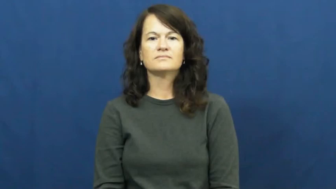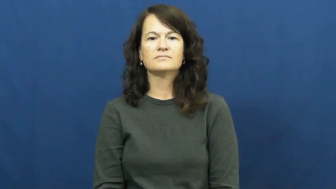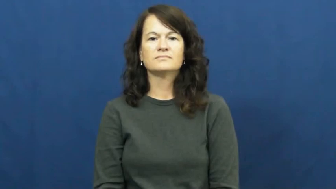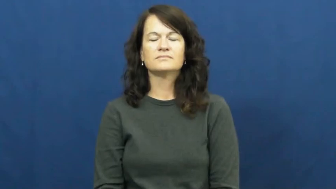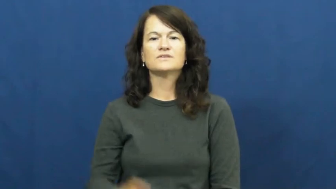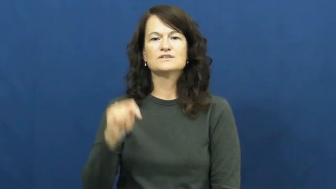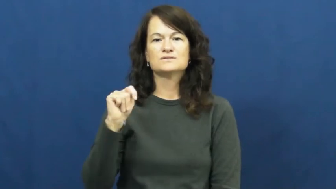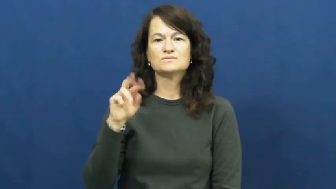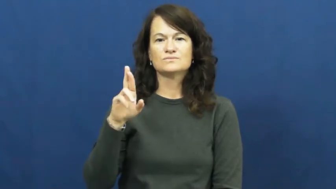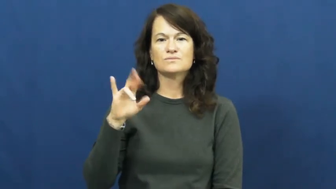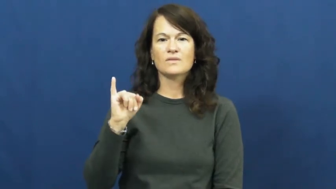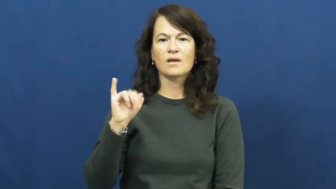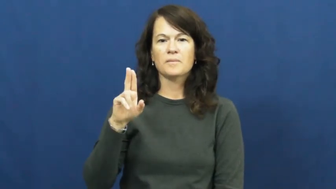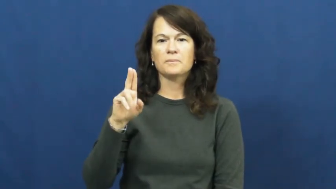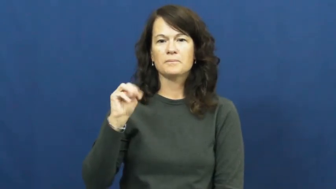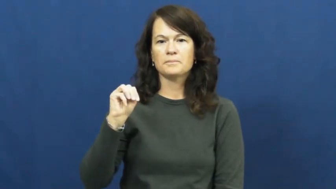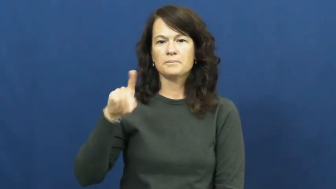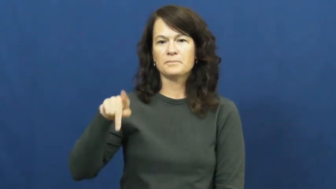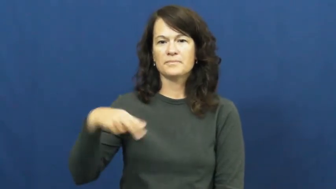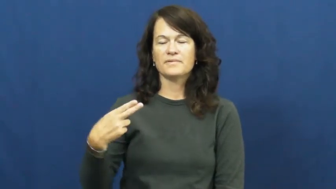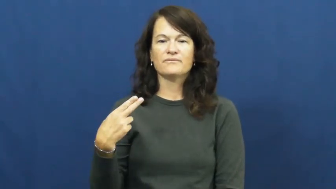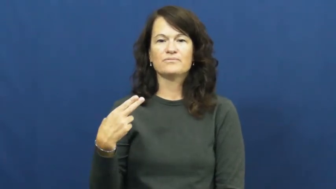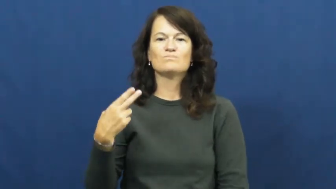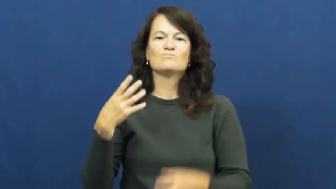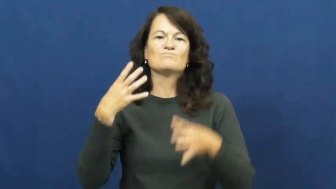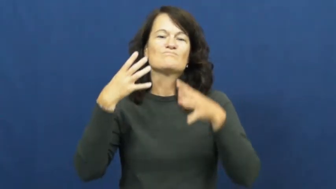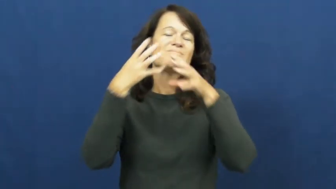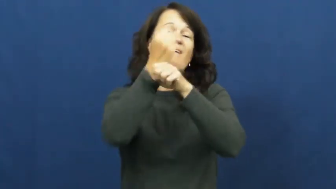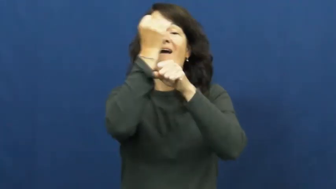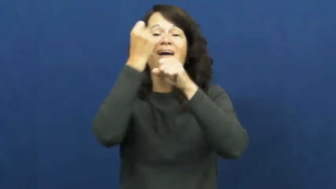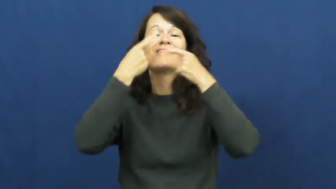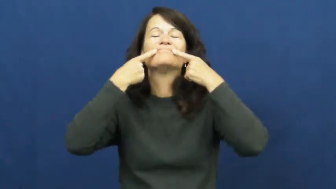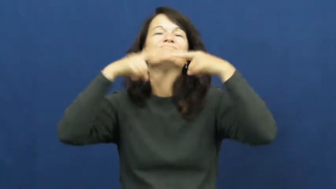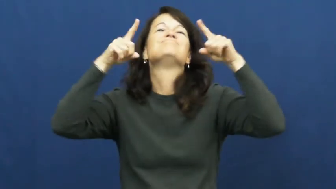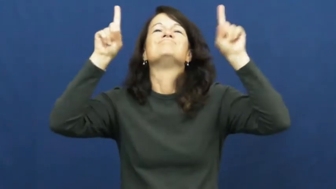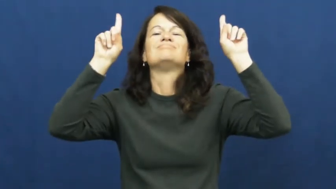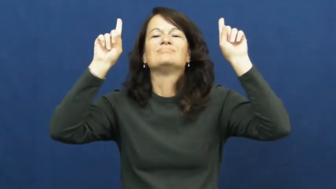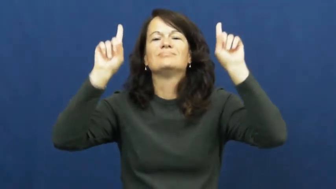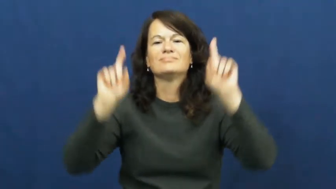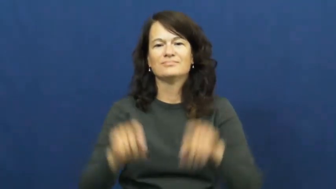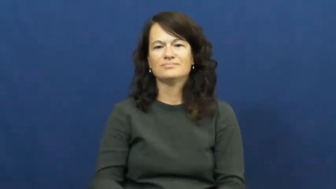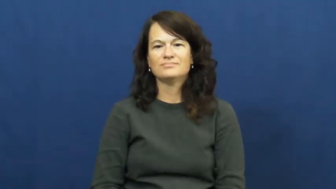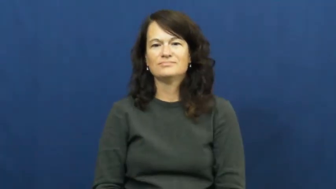triumph